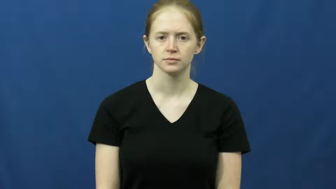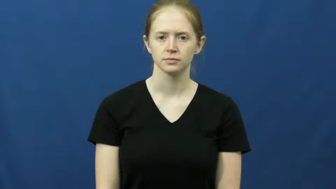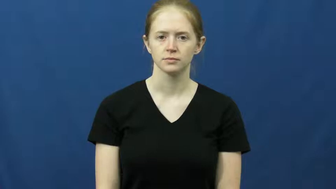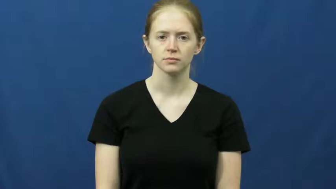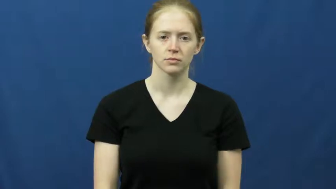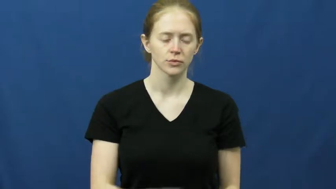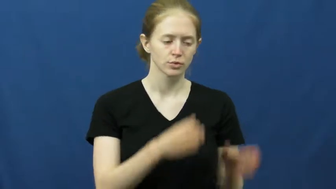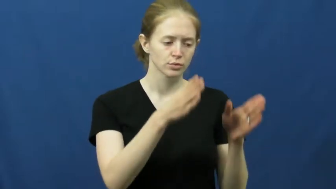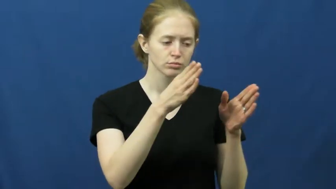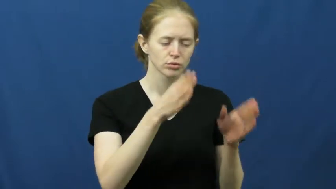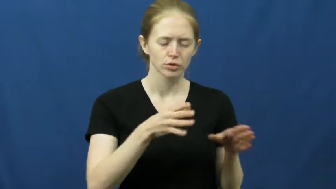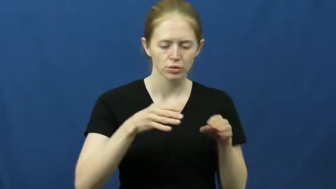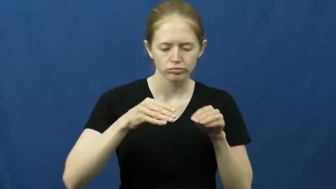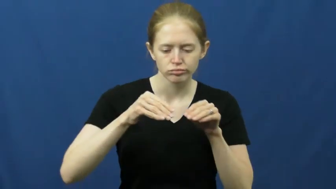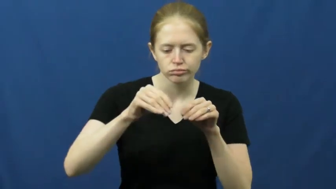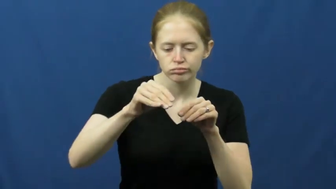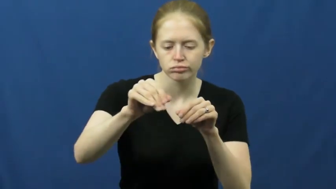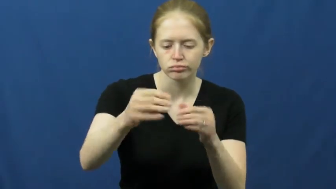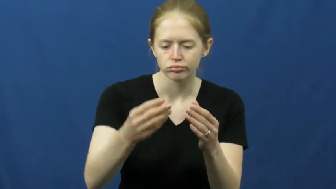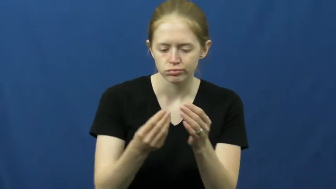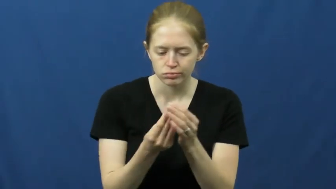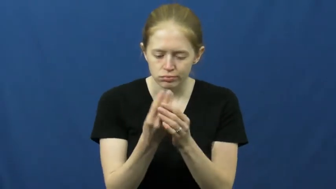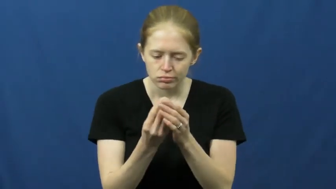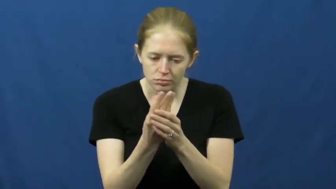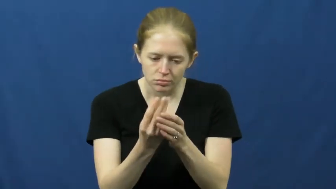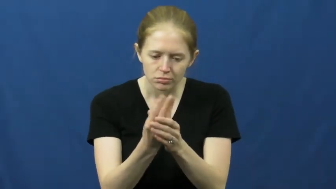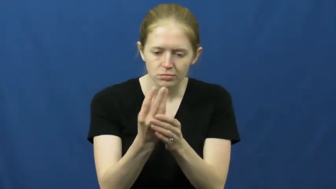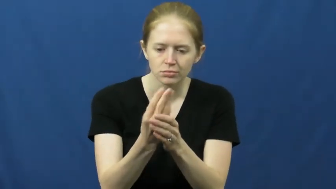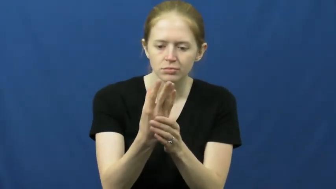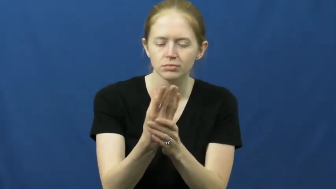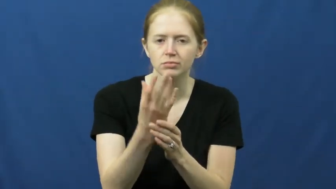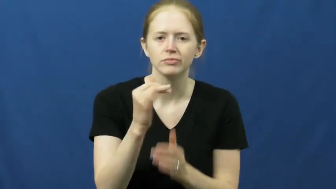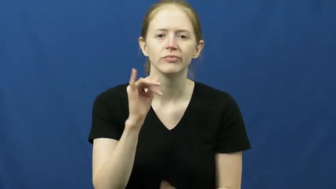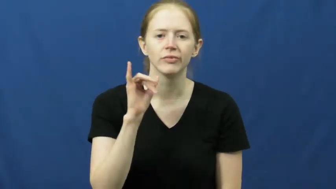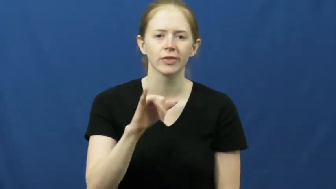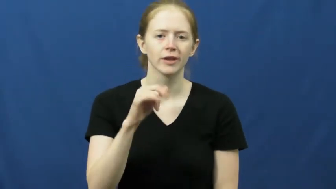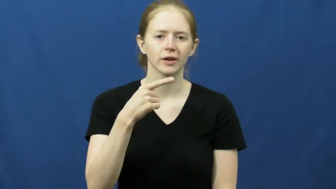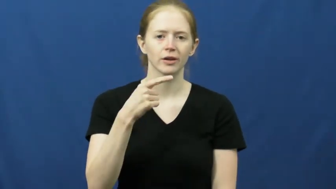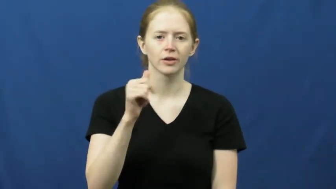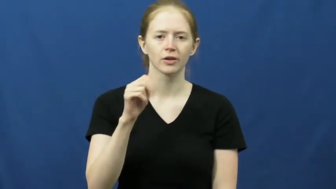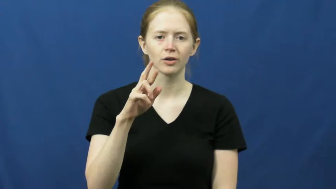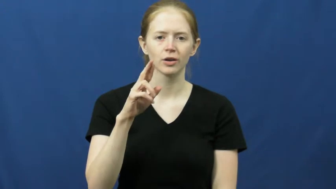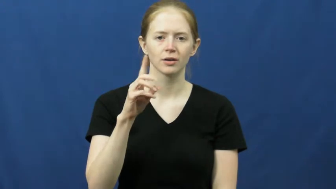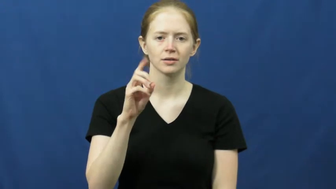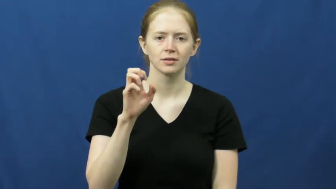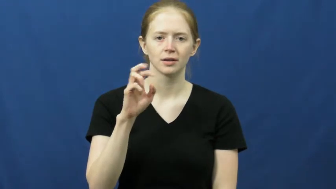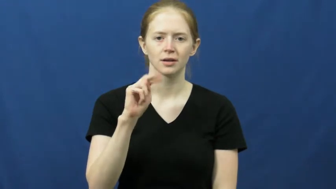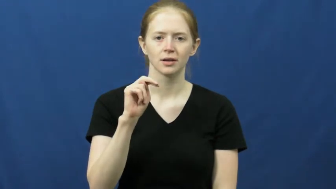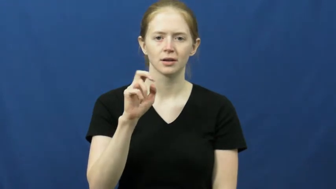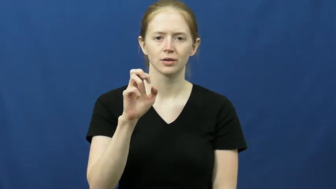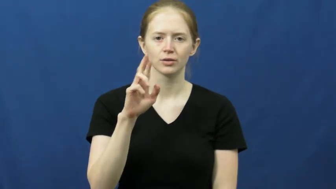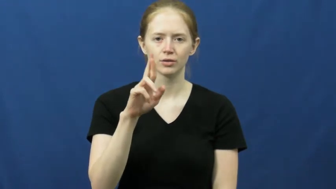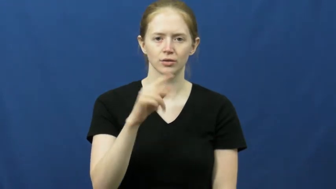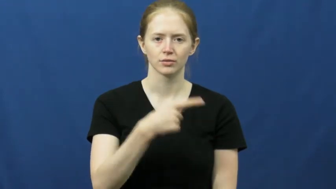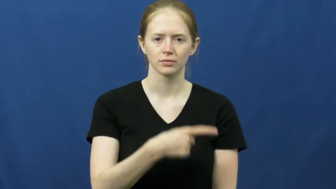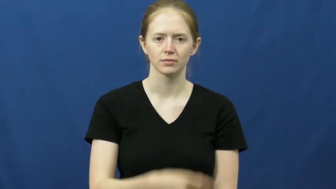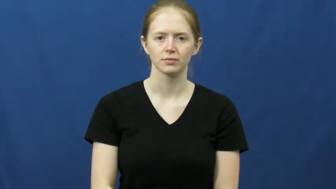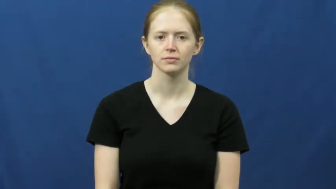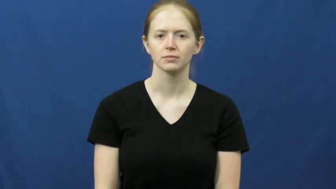gardener